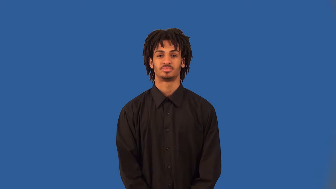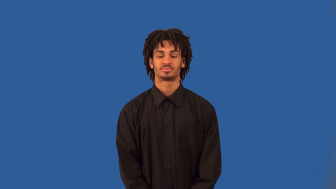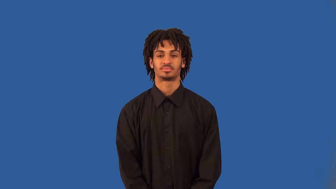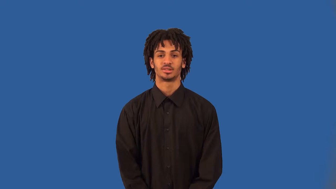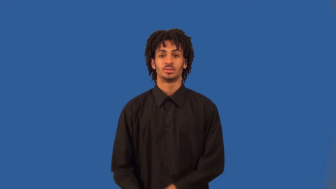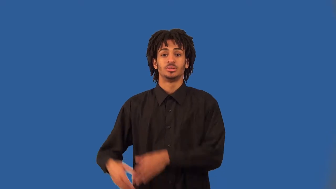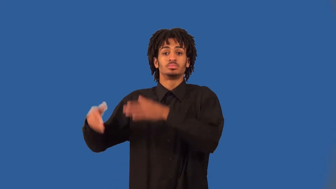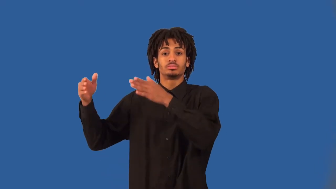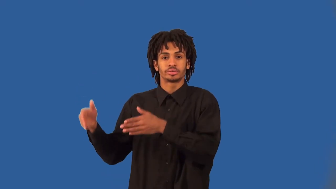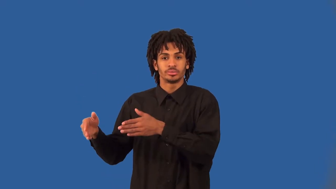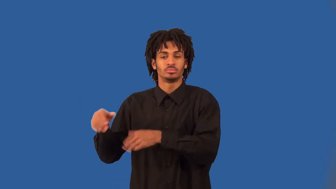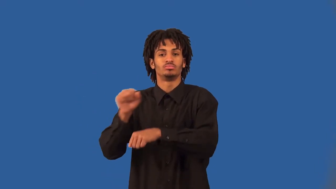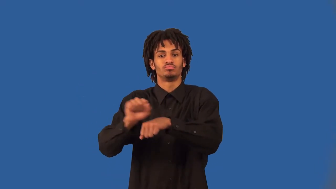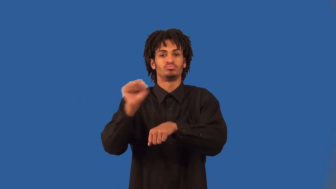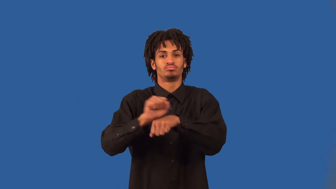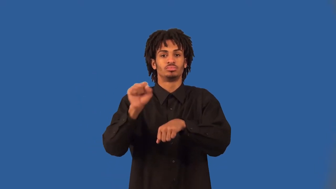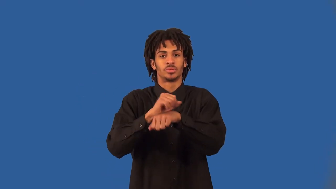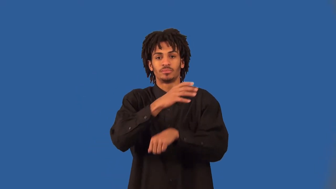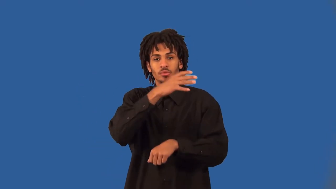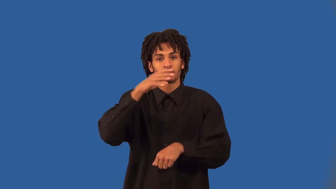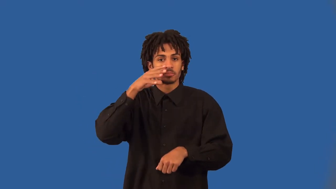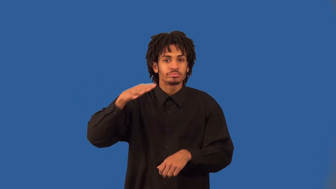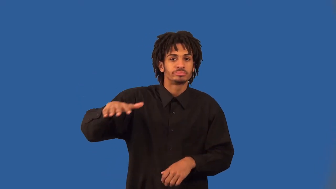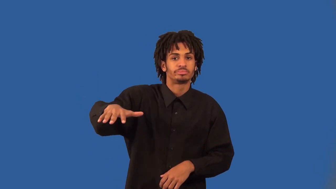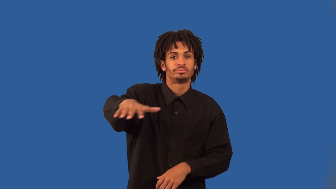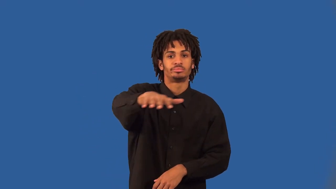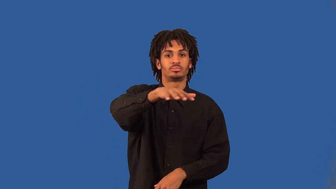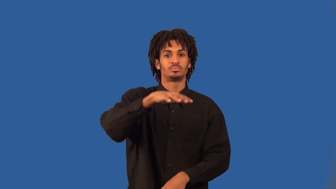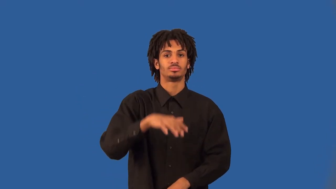fieldworker,farmworker,farmhand